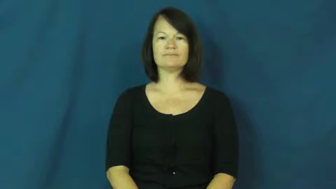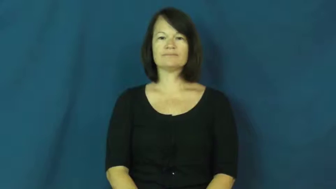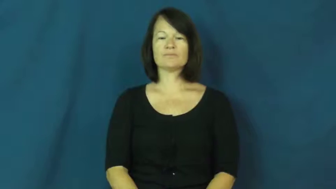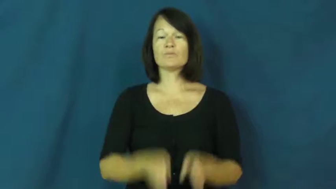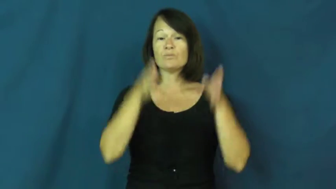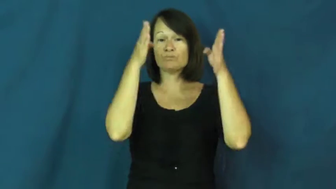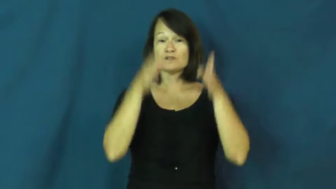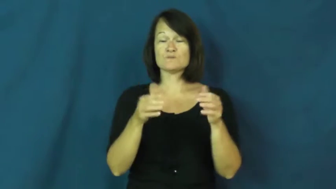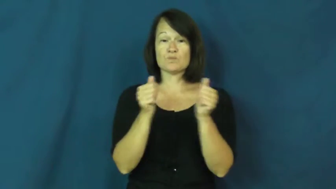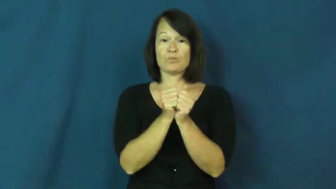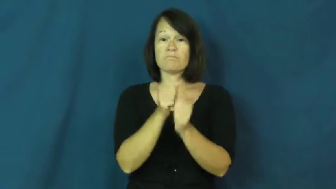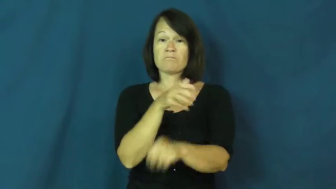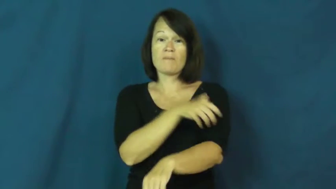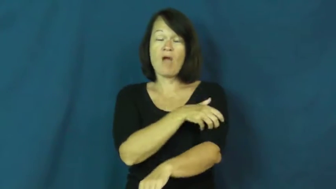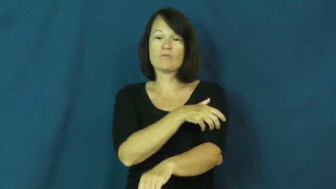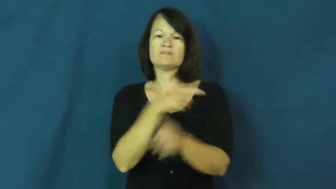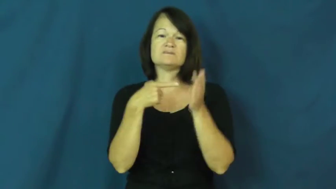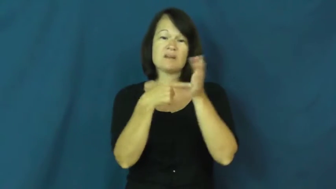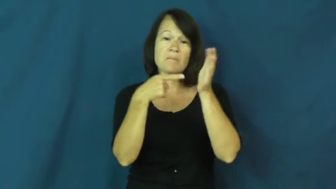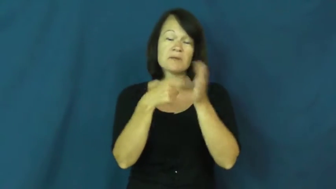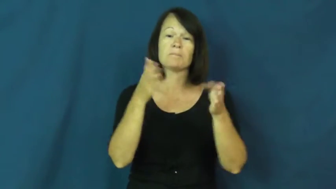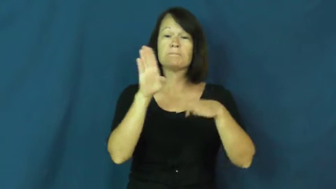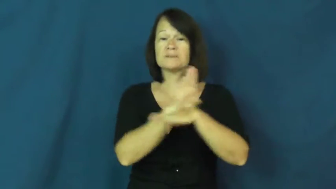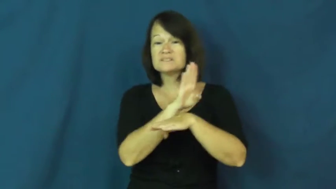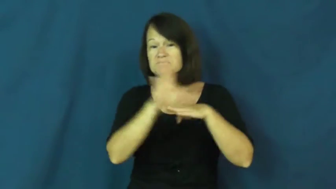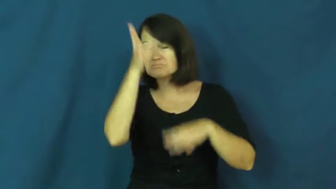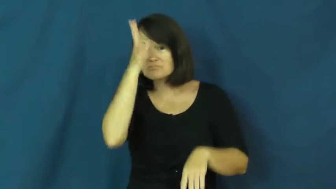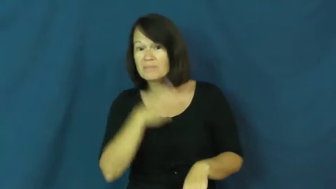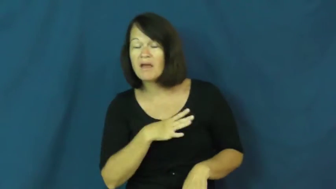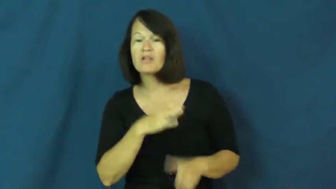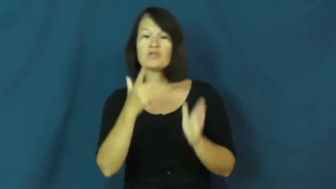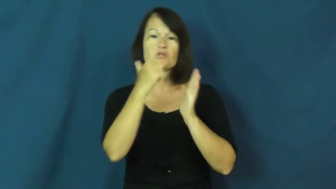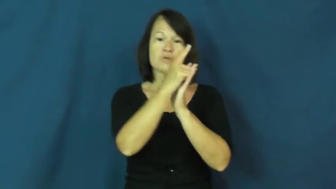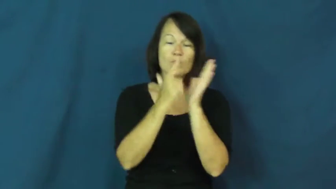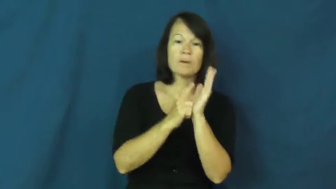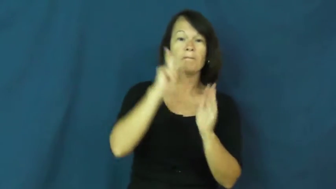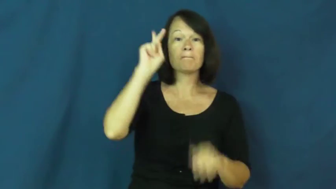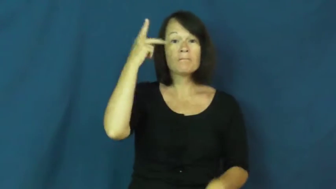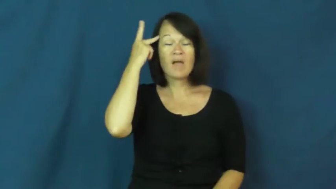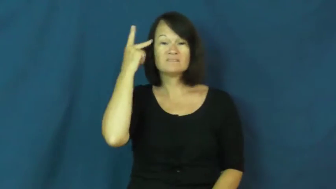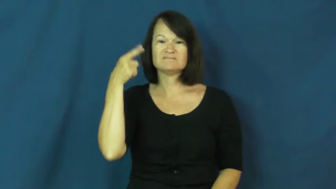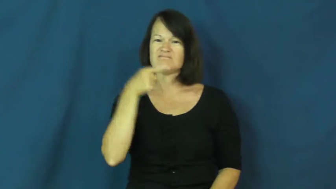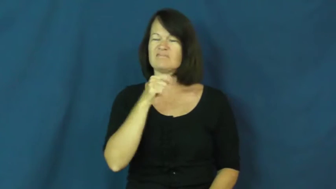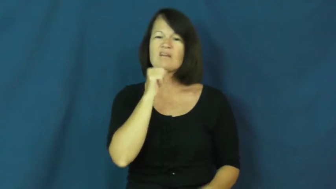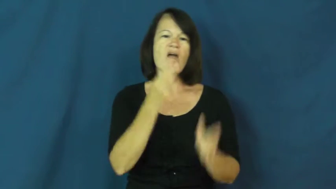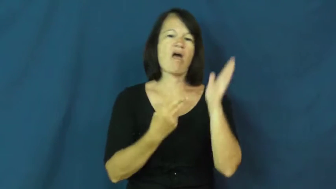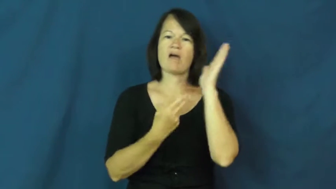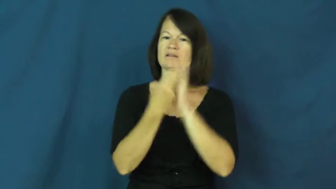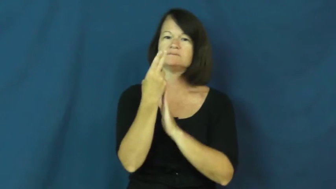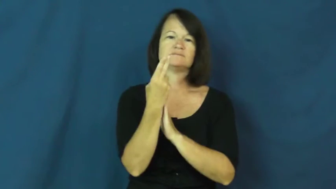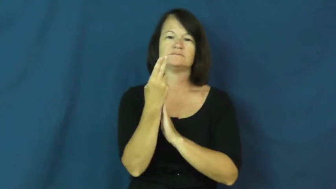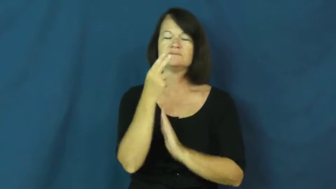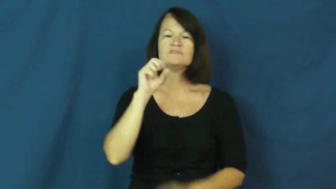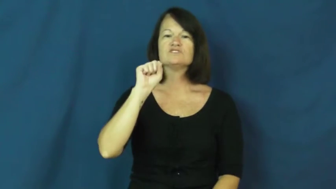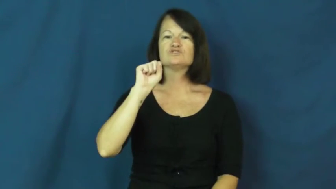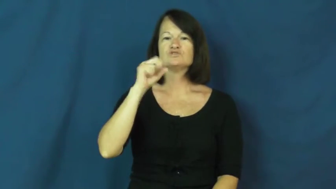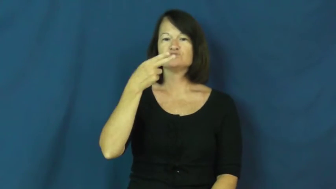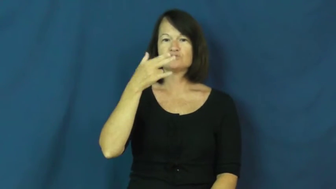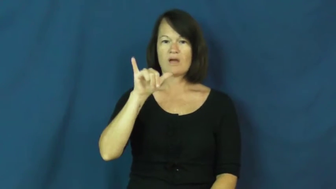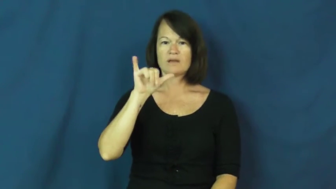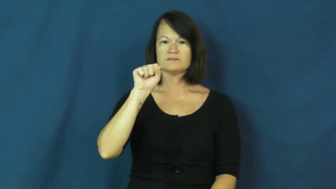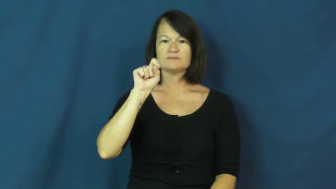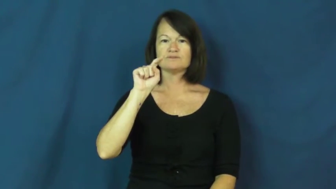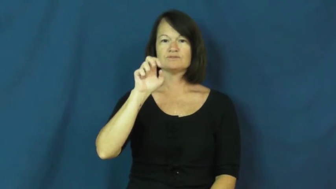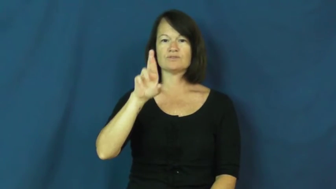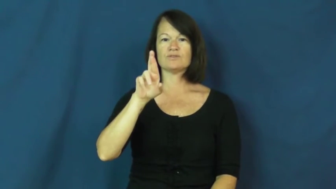shyster